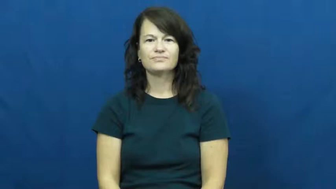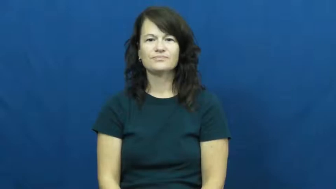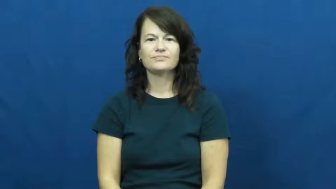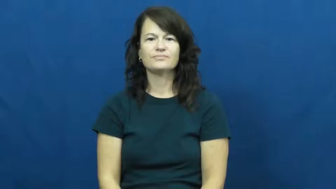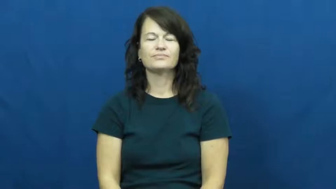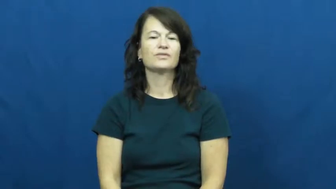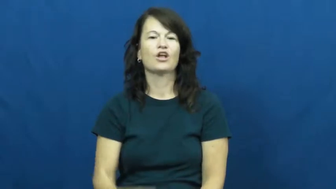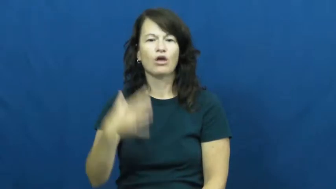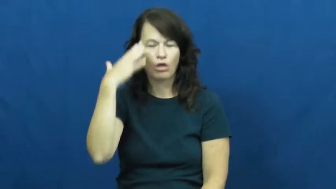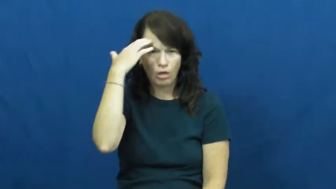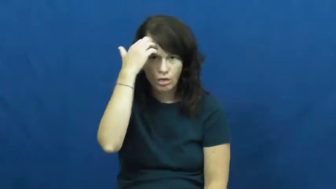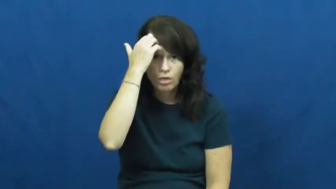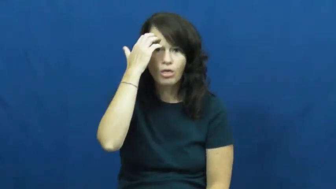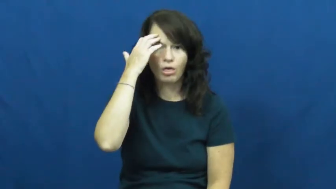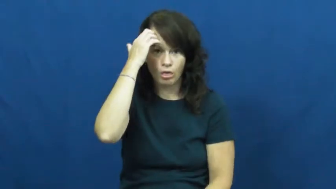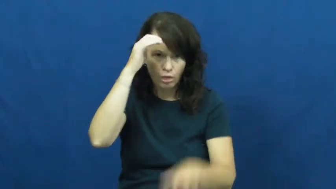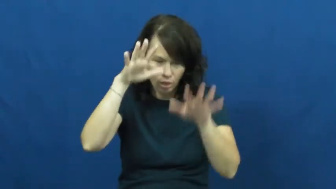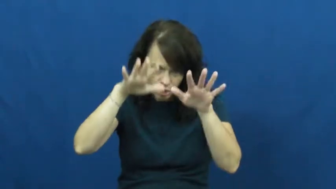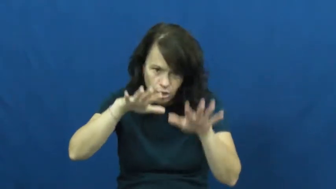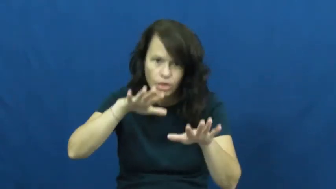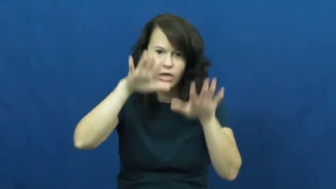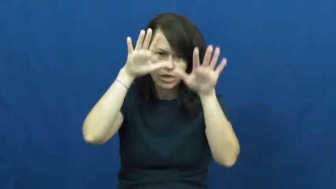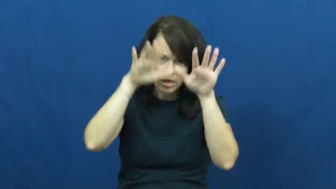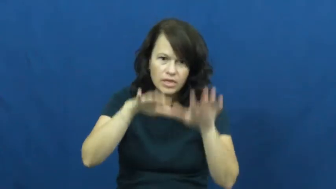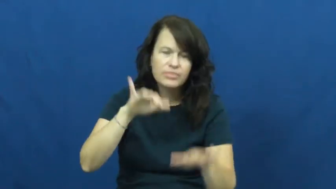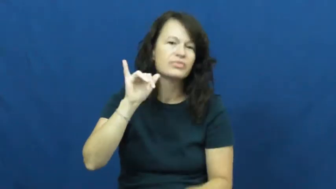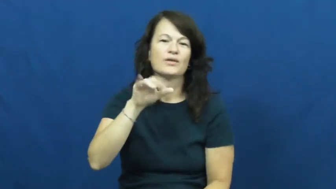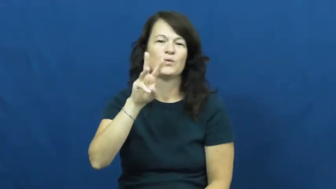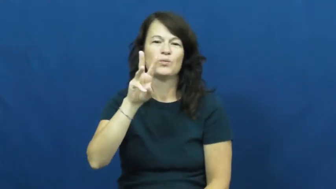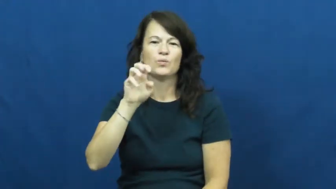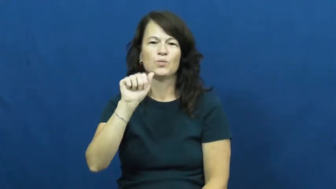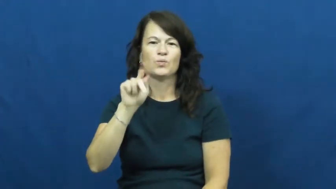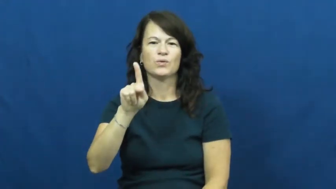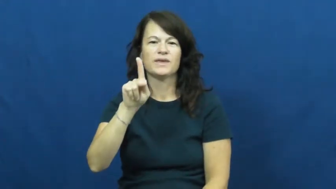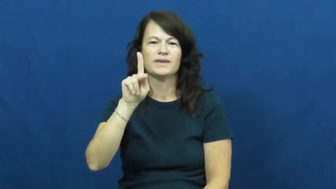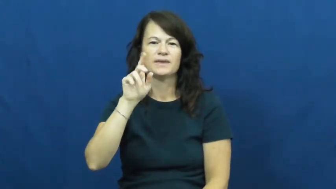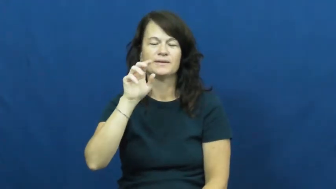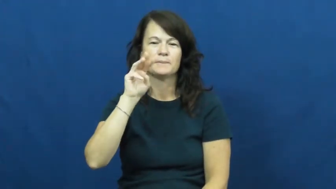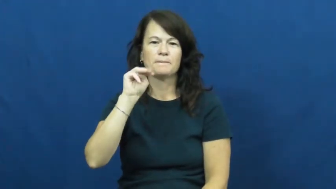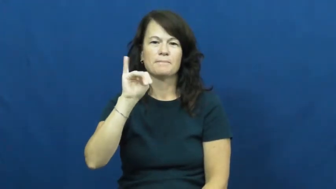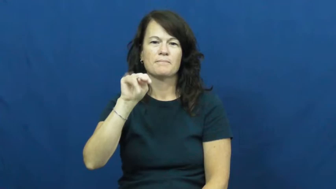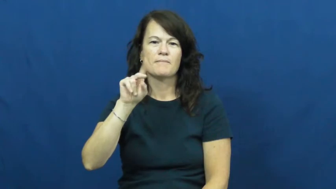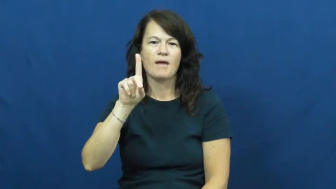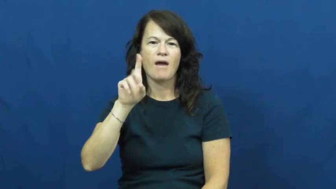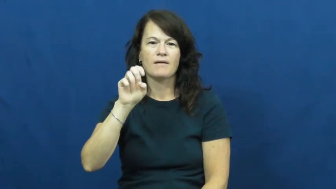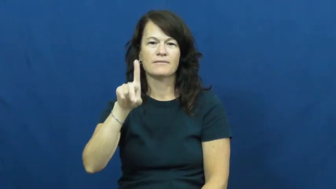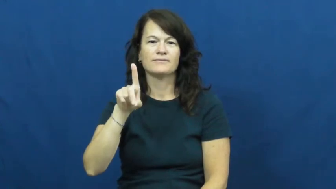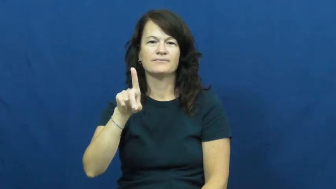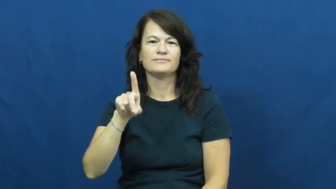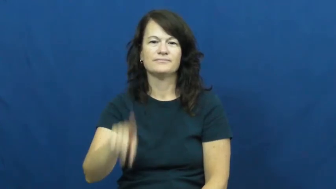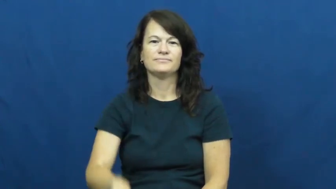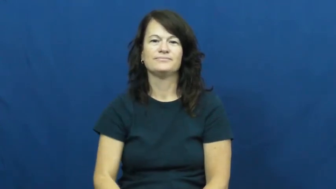weakminded,dullard,dumbbell,lamebrain